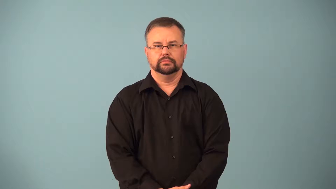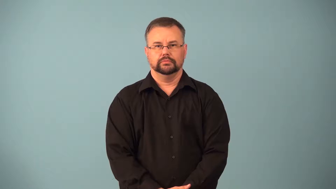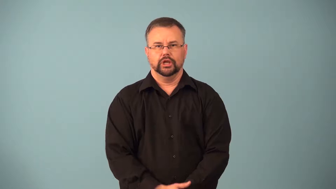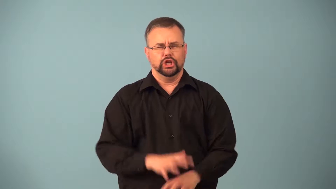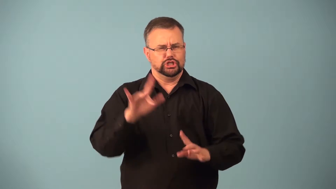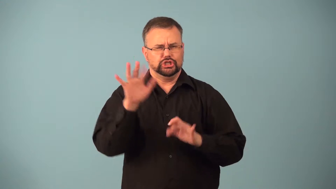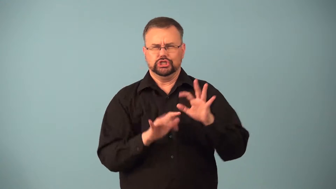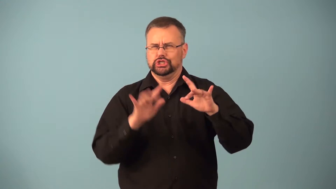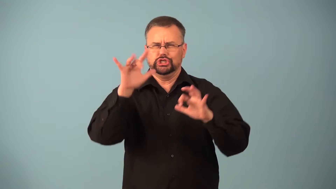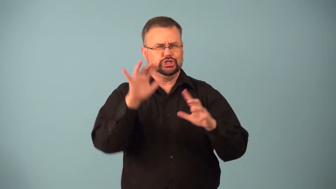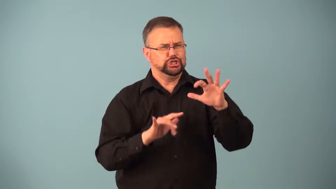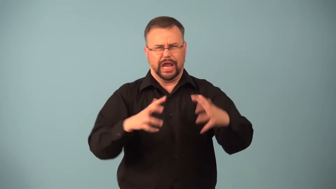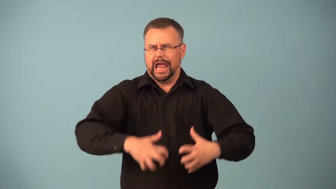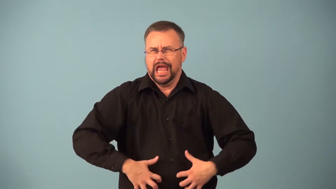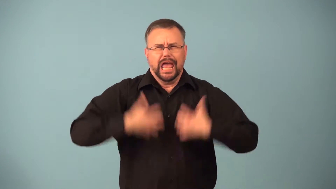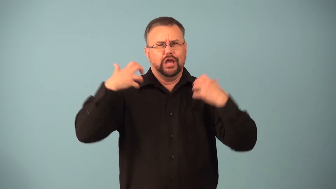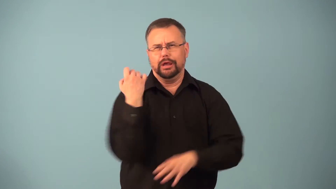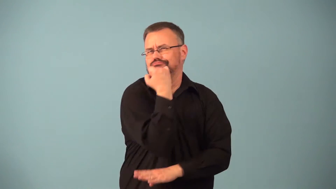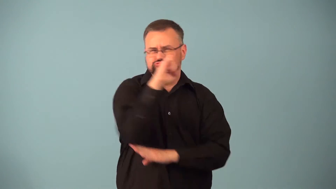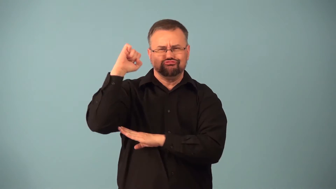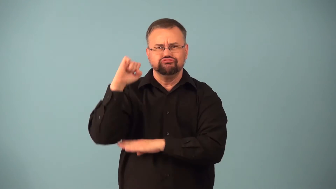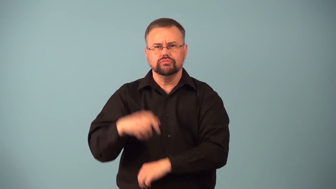firestorm-protests